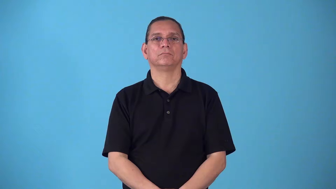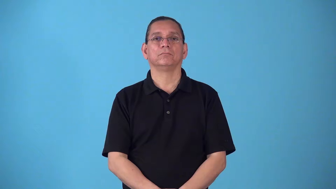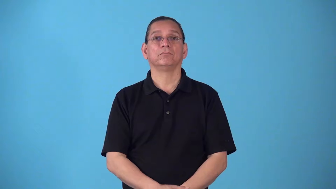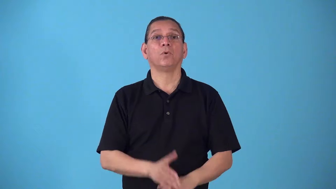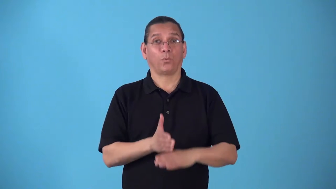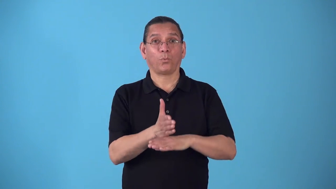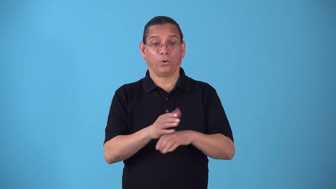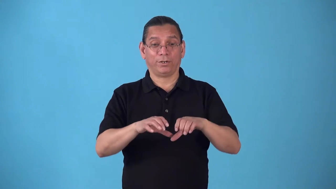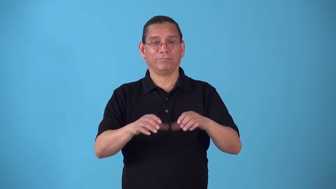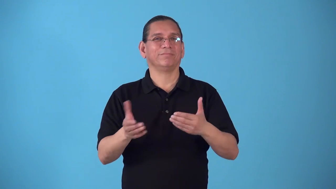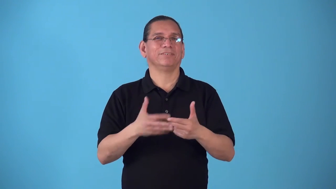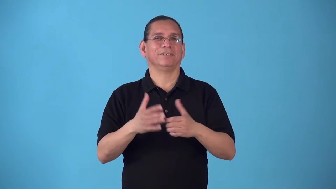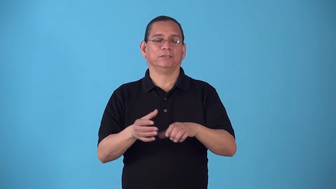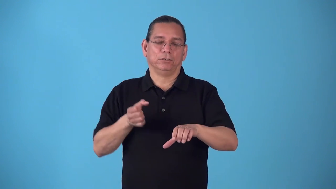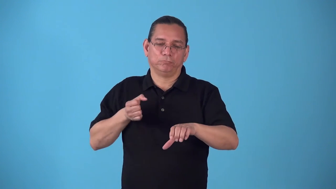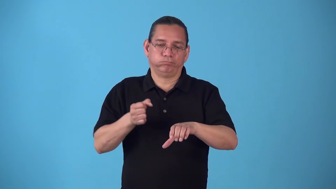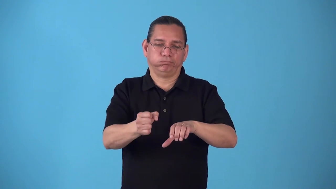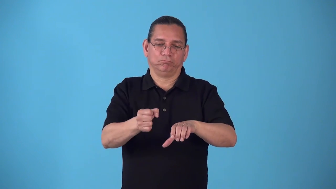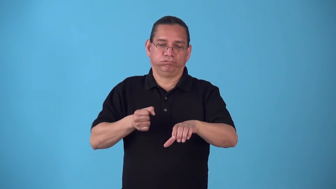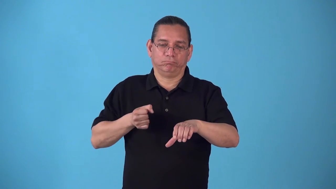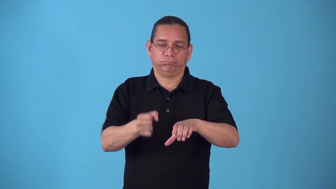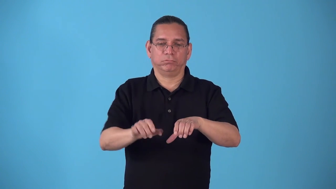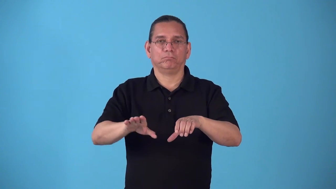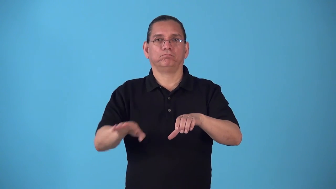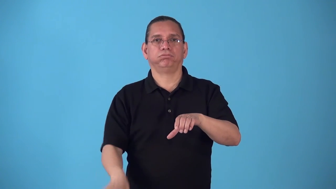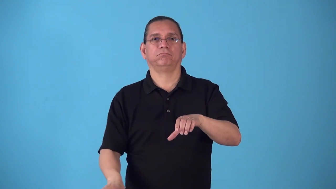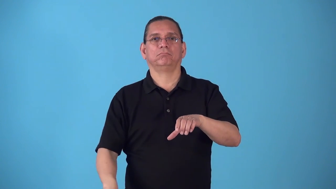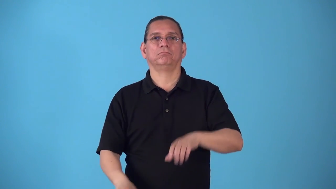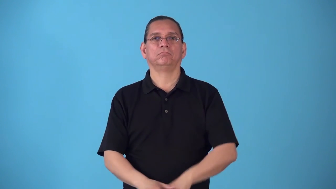softwood